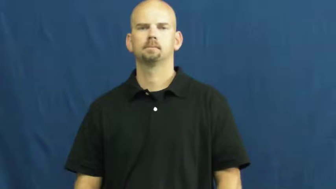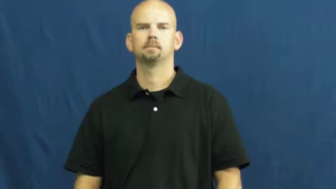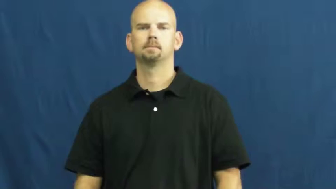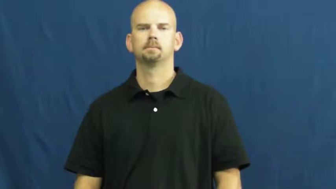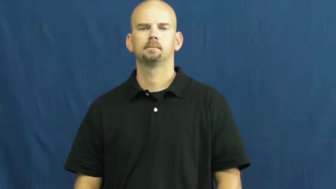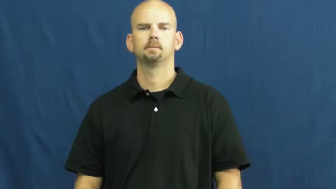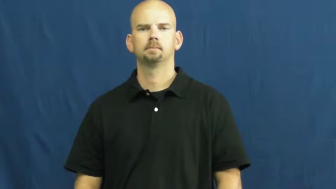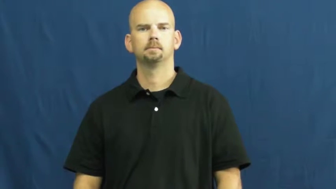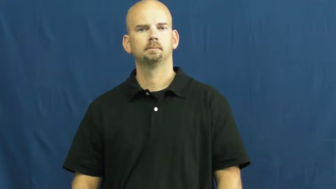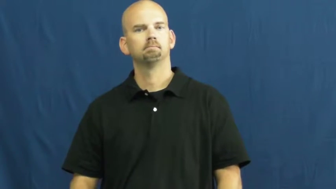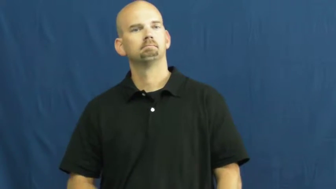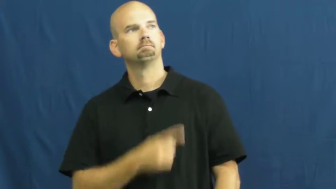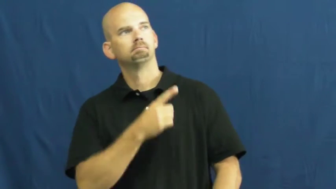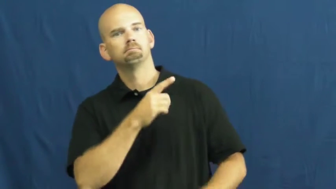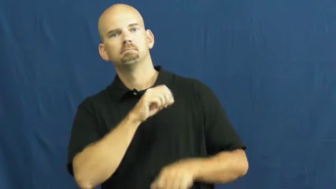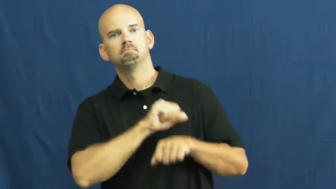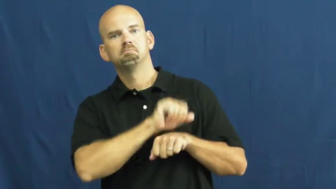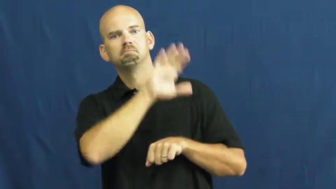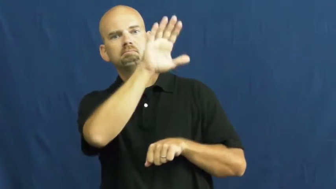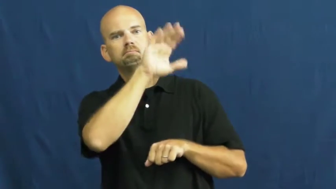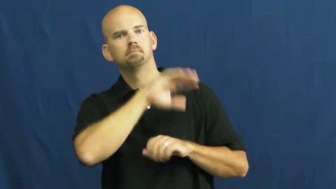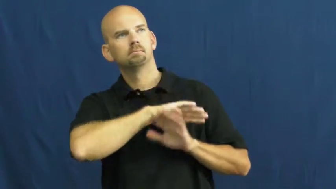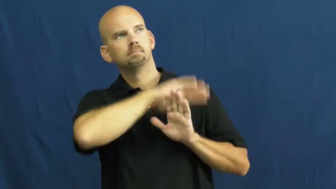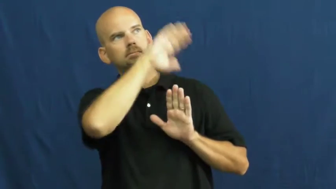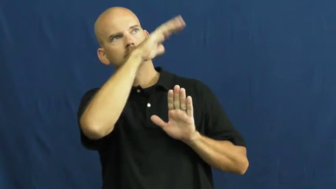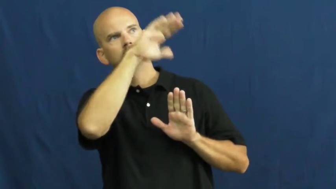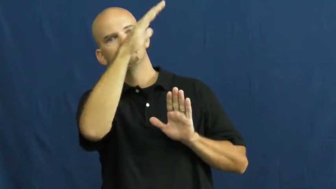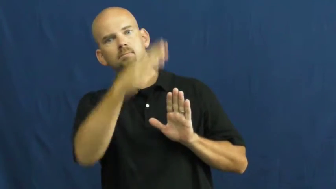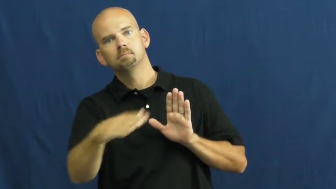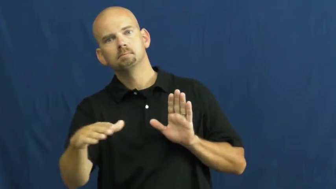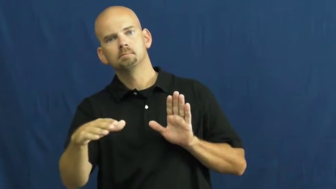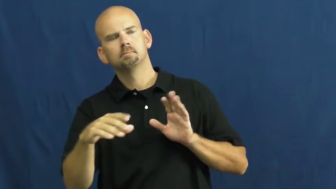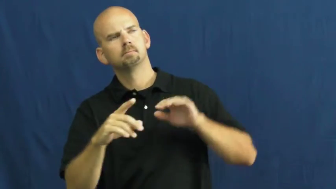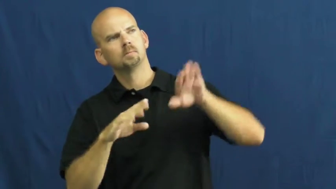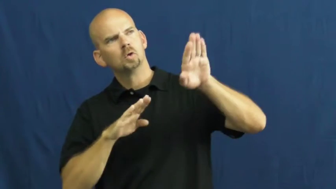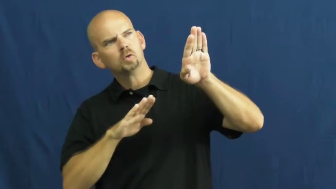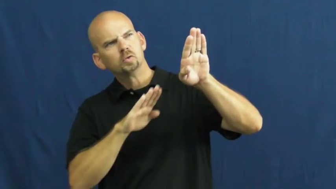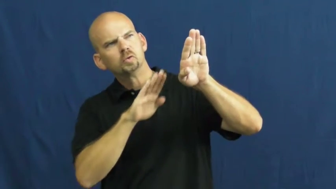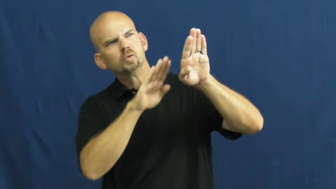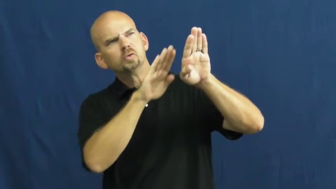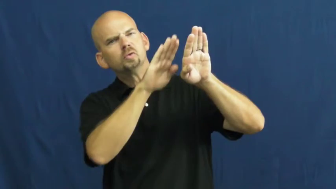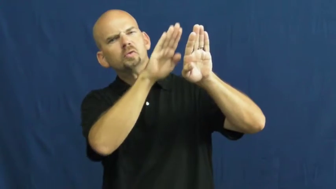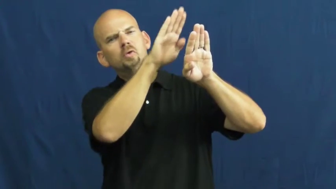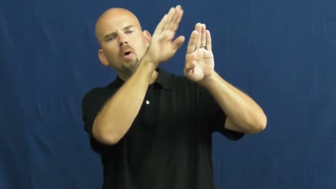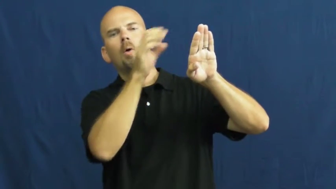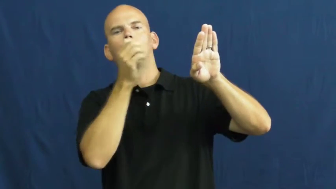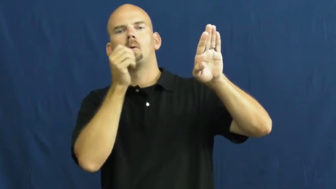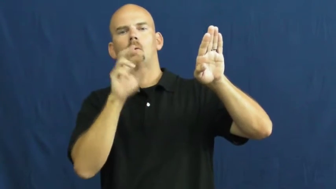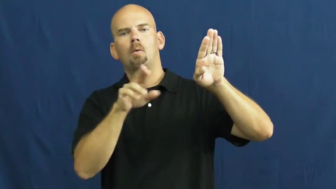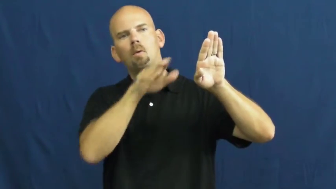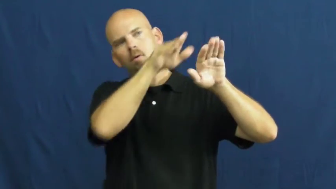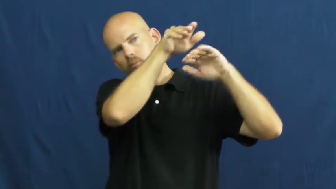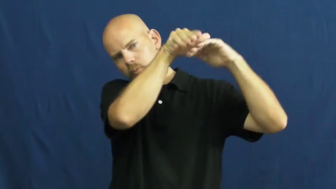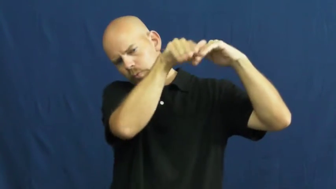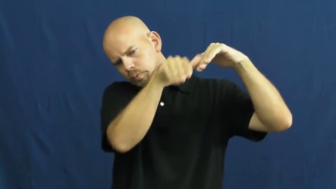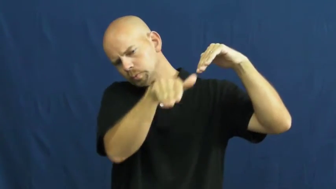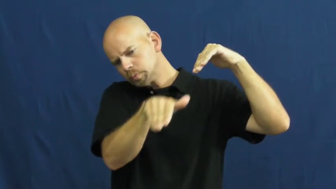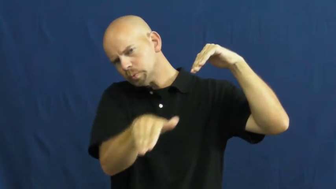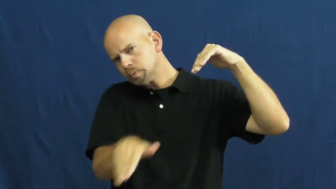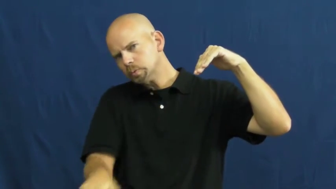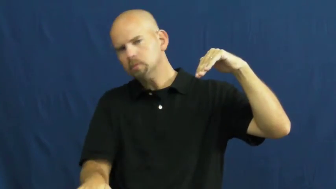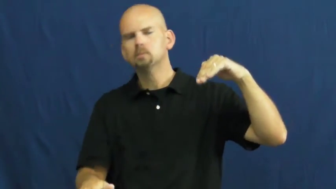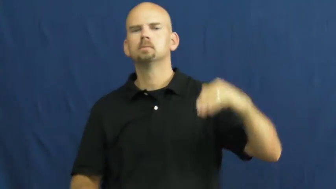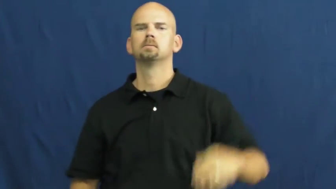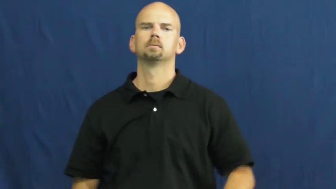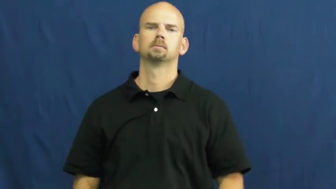steep,acclivity,precipitous,chandelle